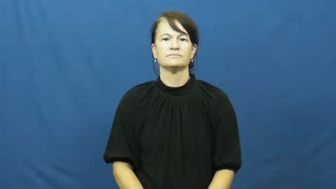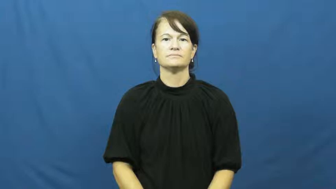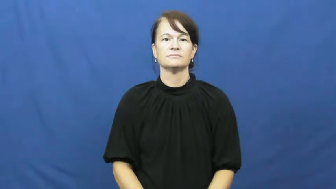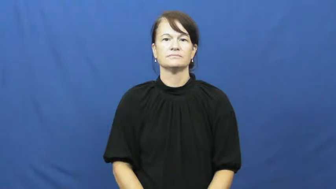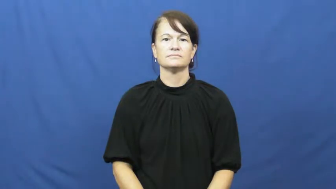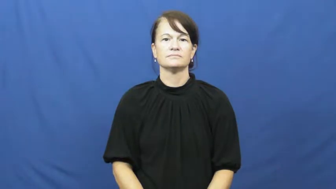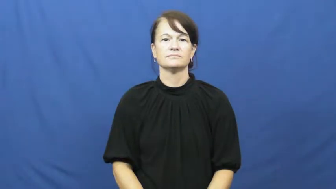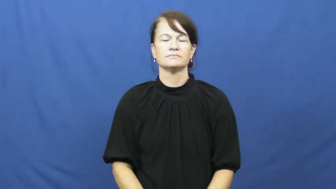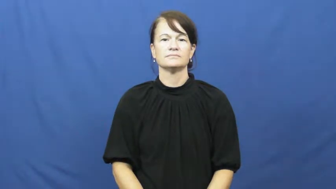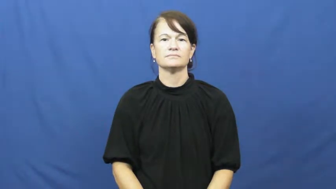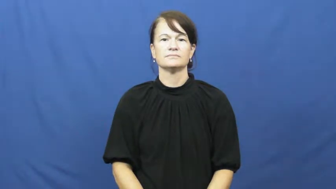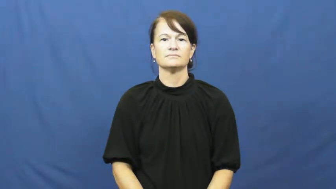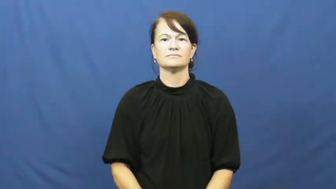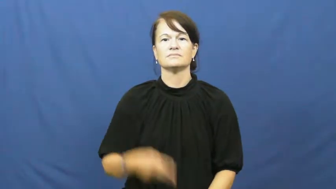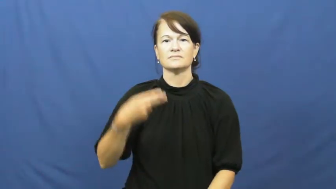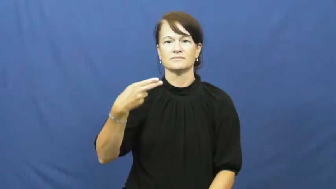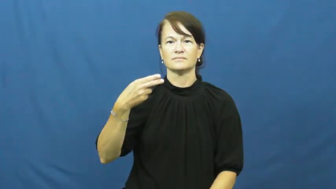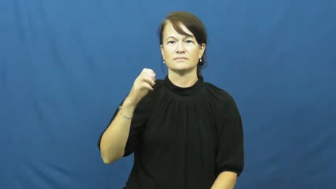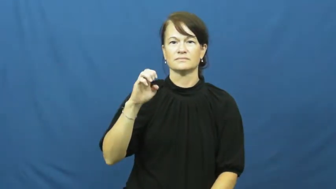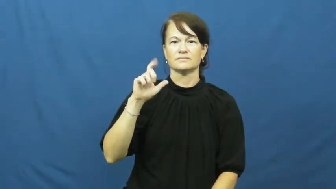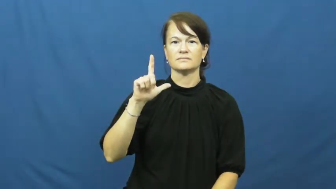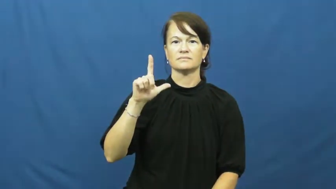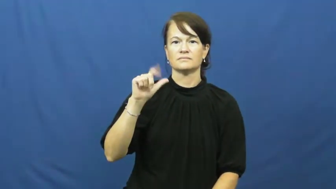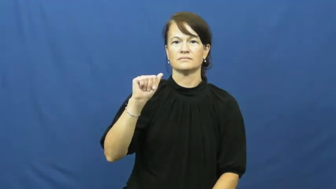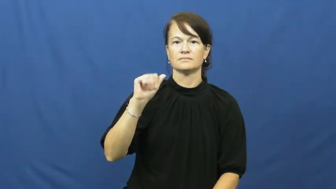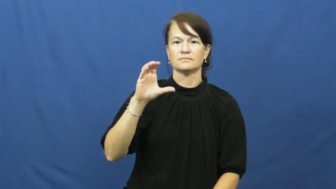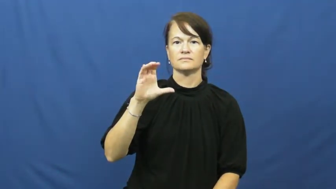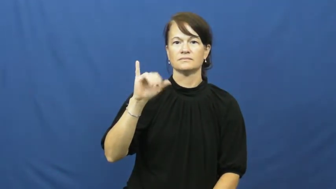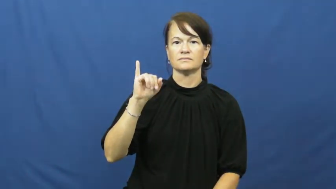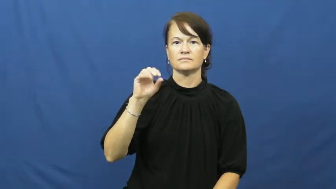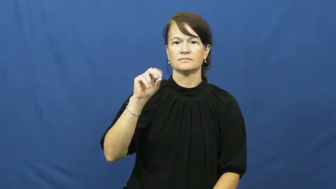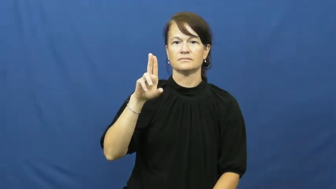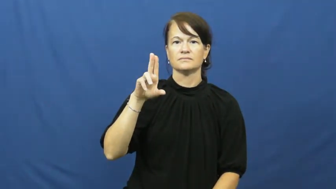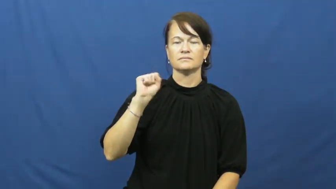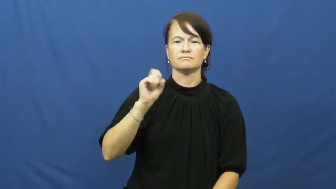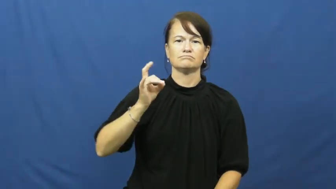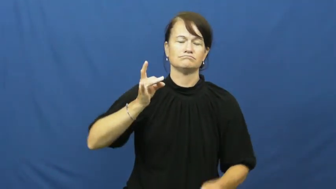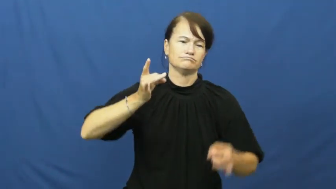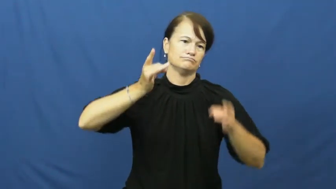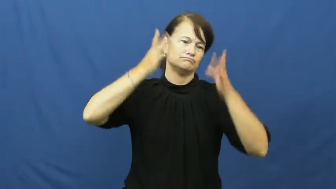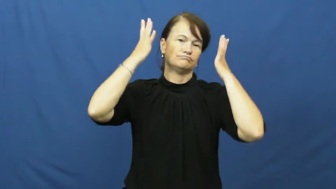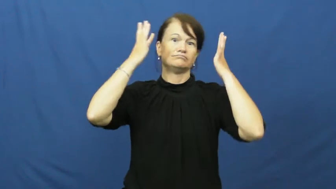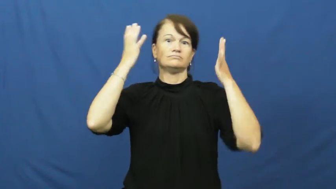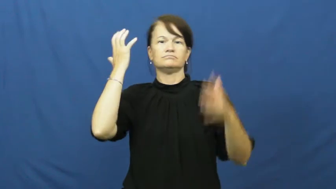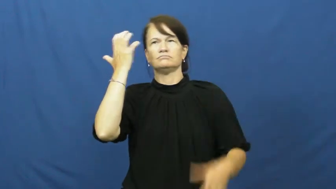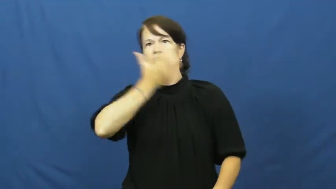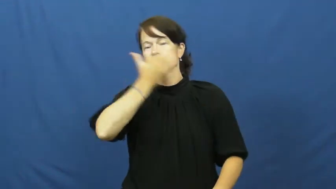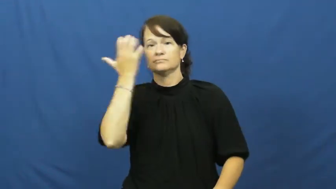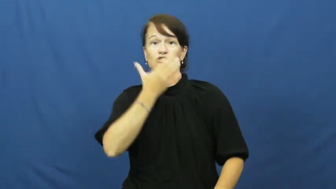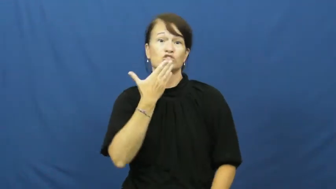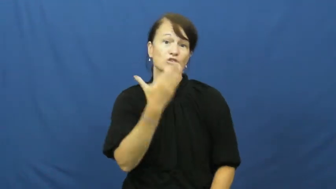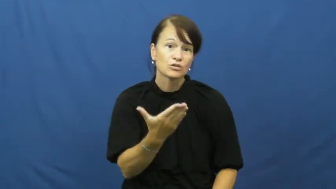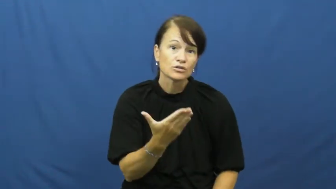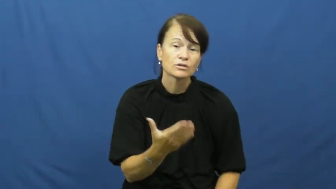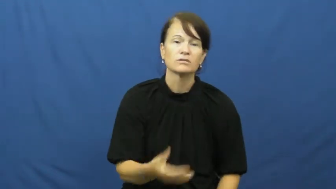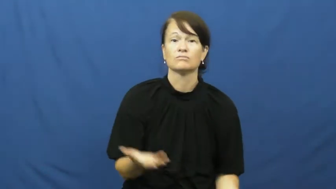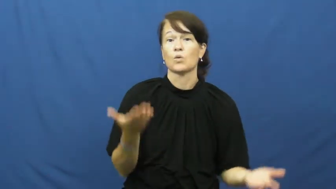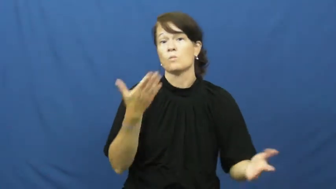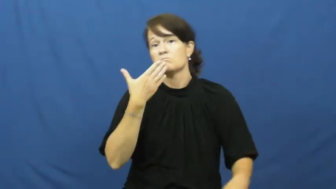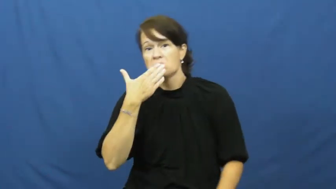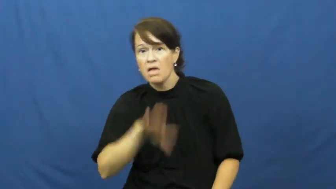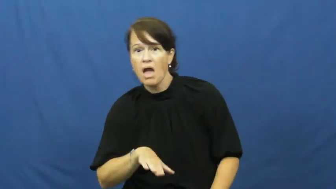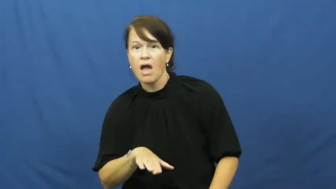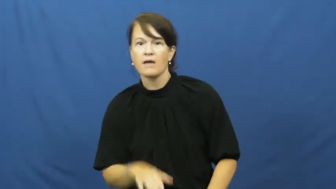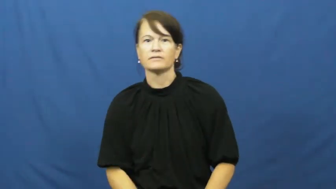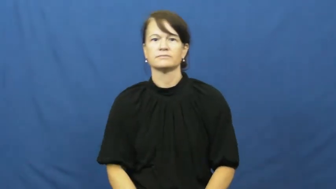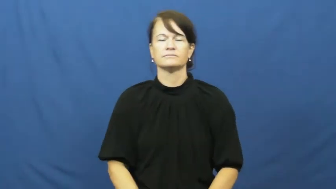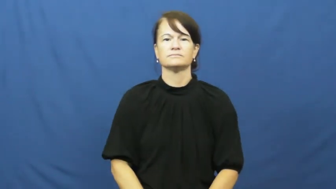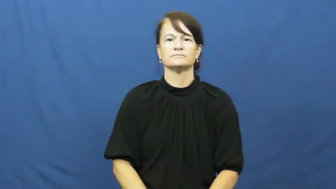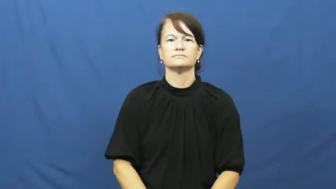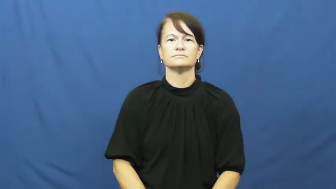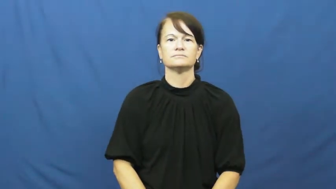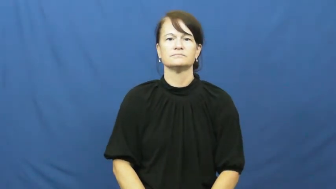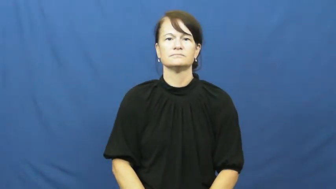hellacious